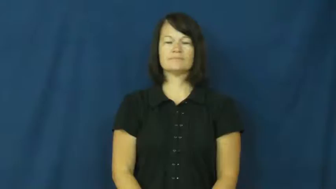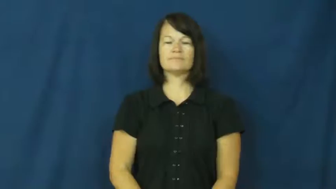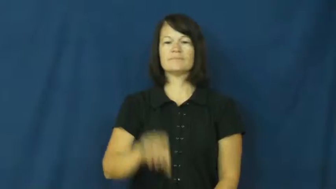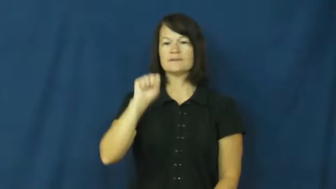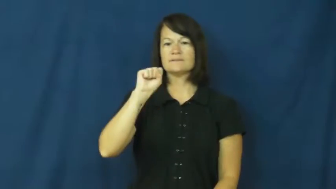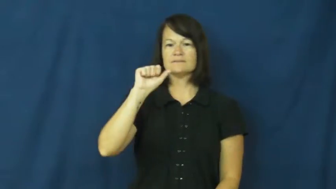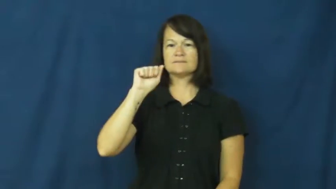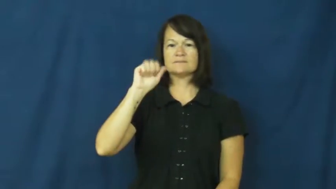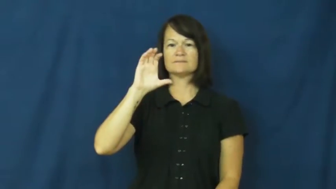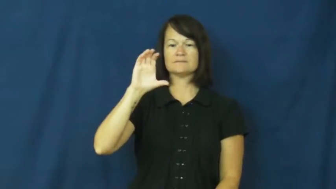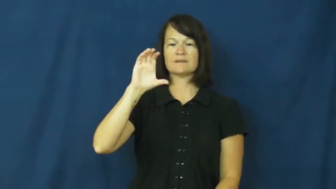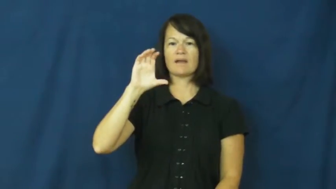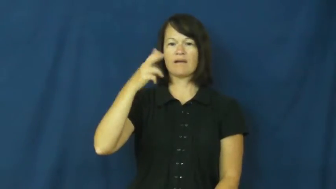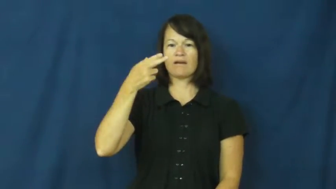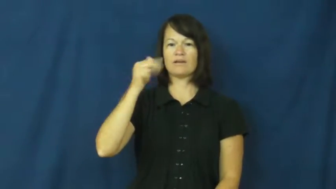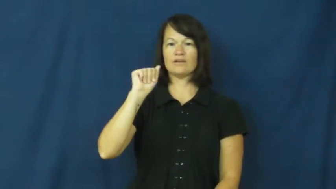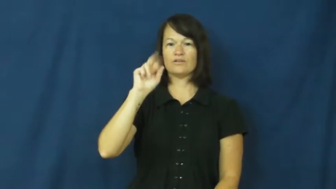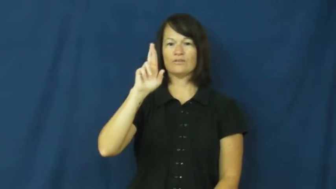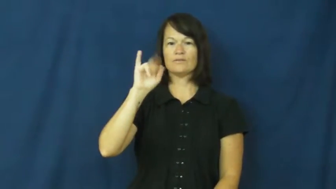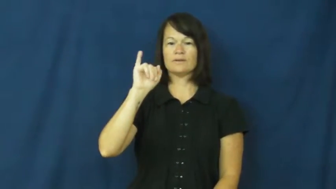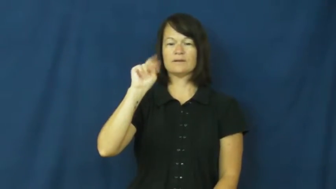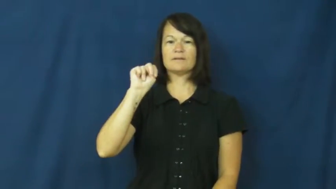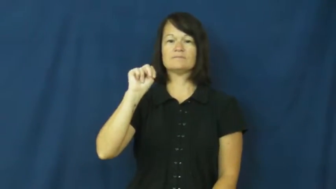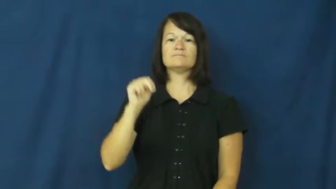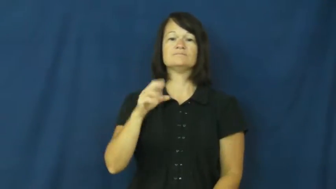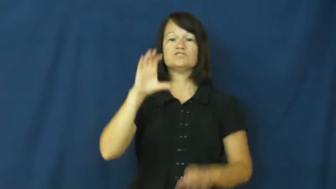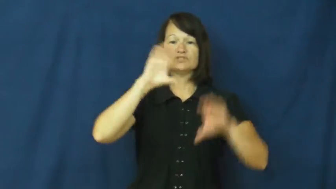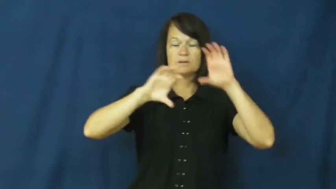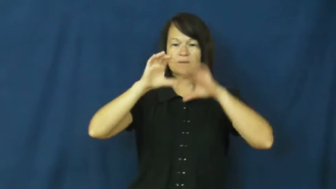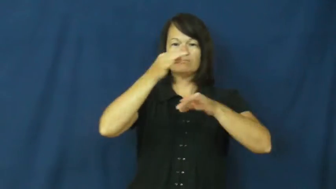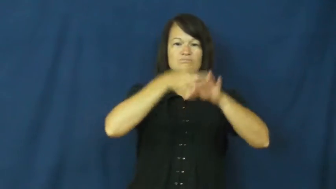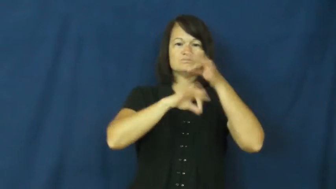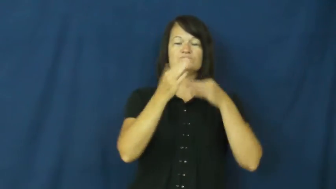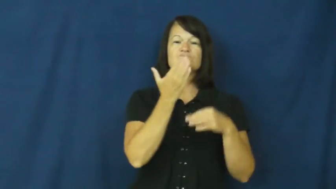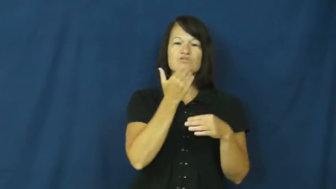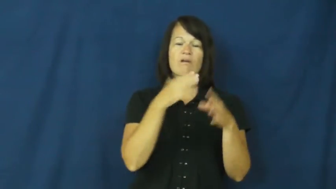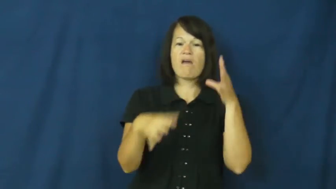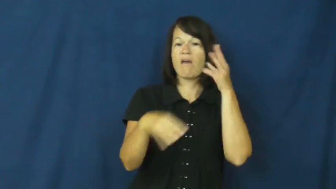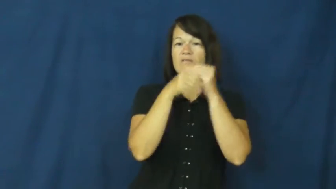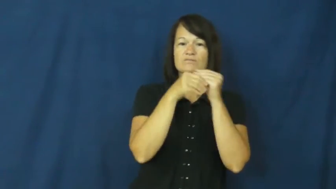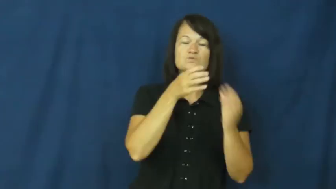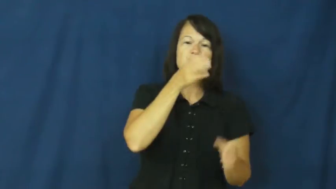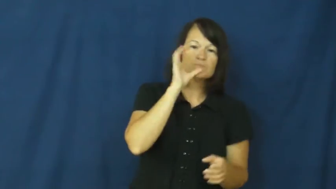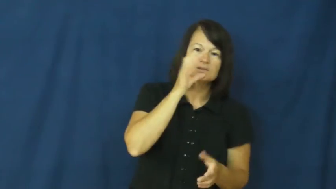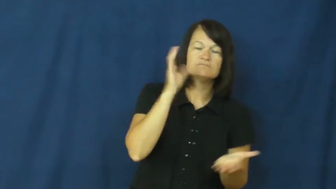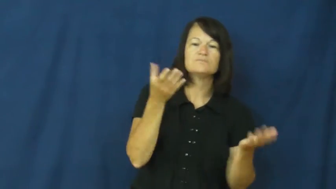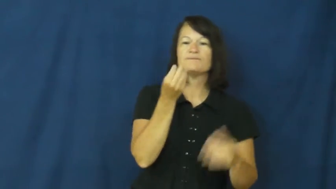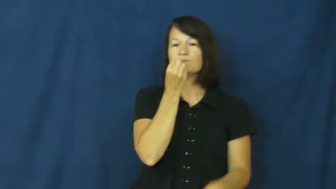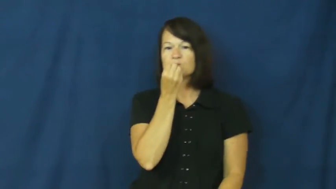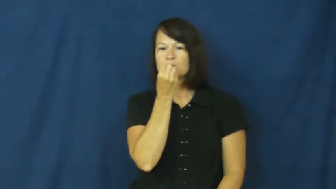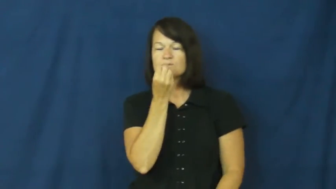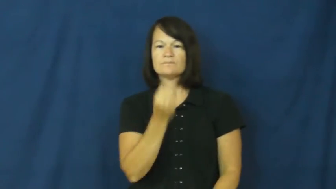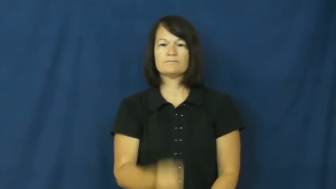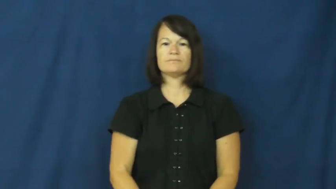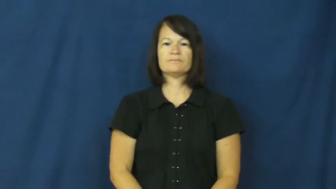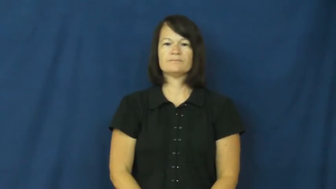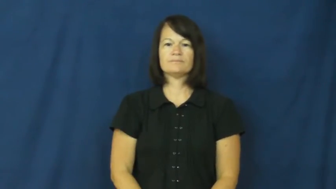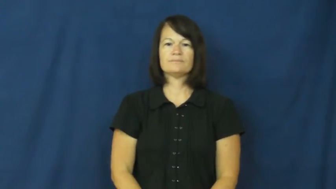saccharin